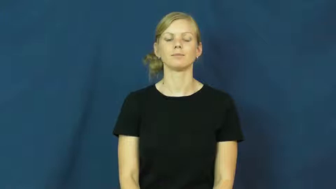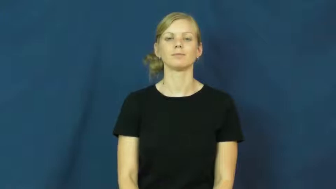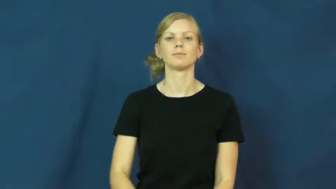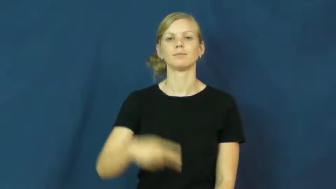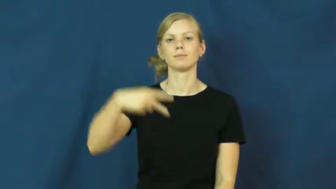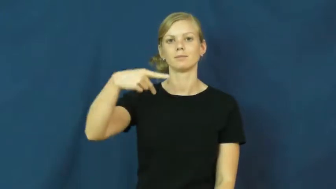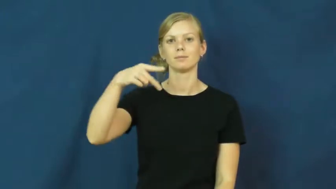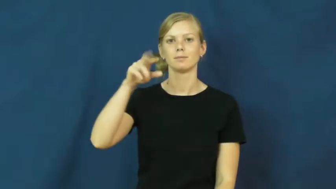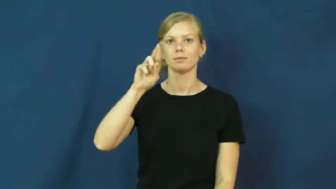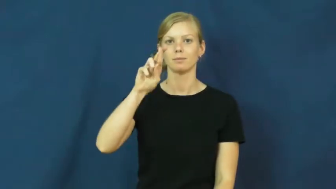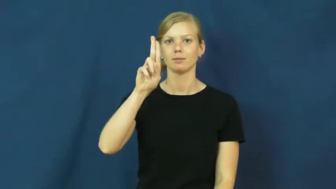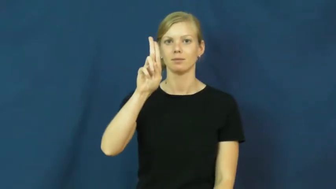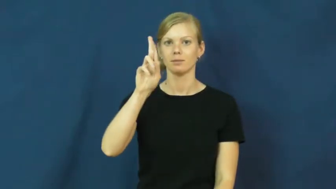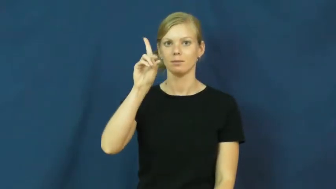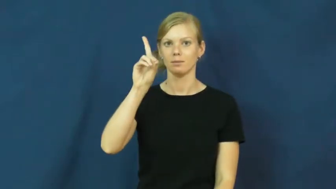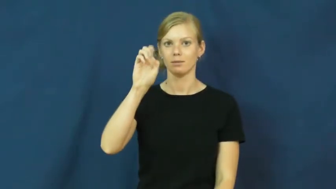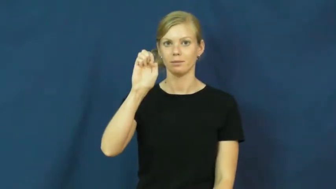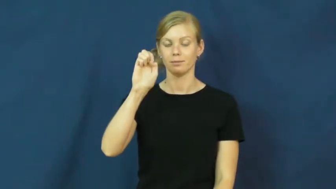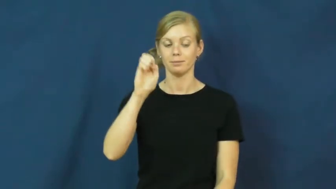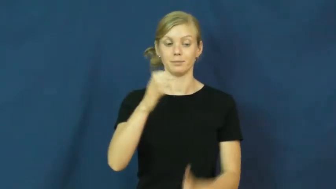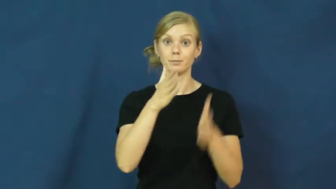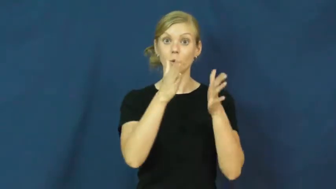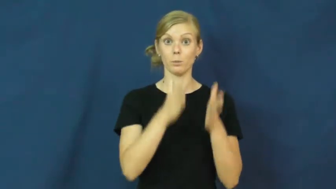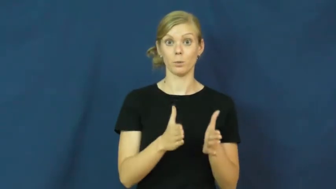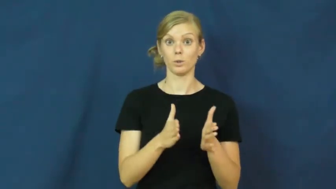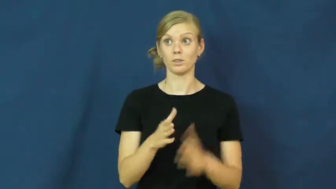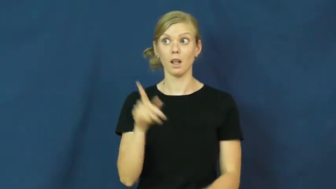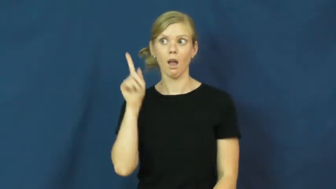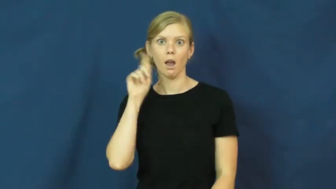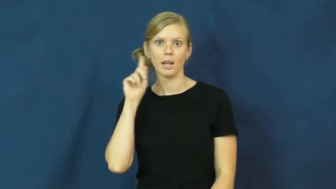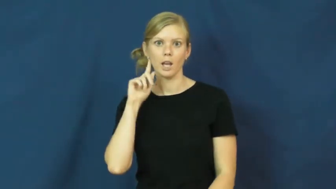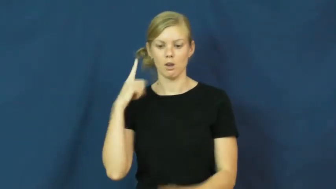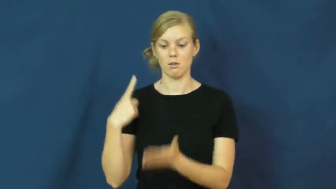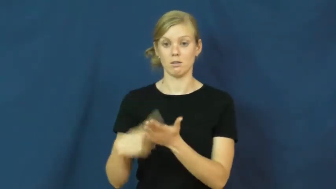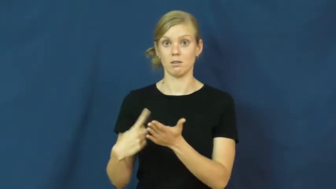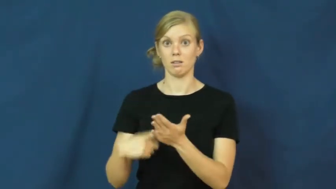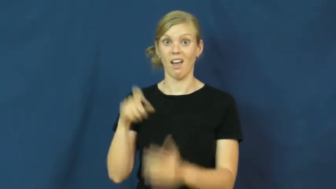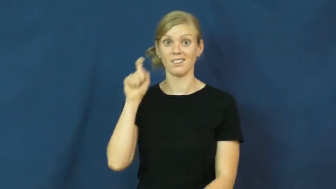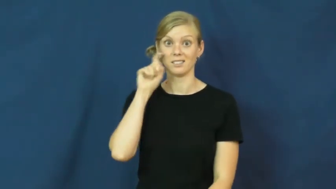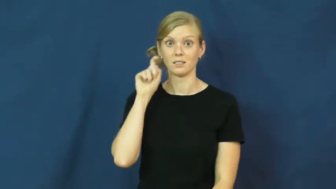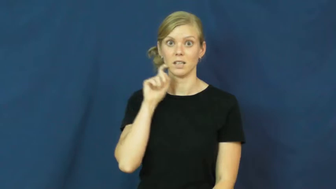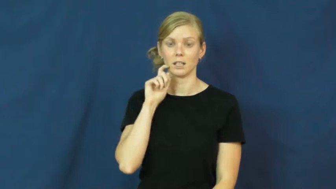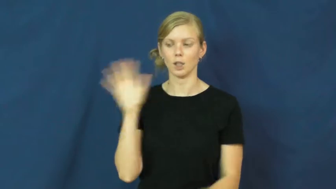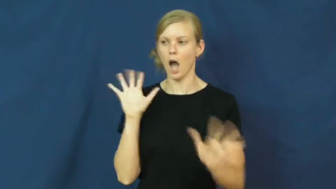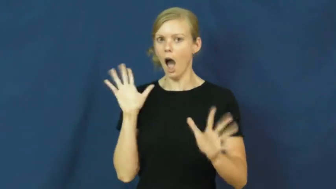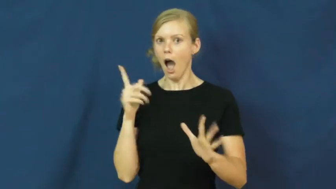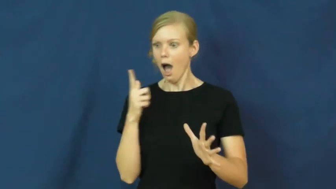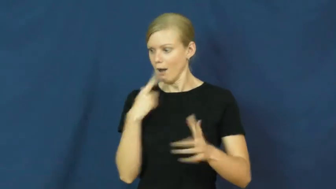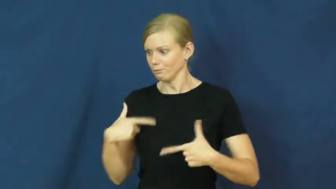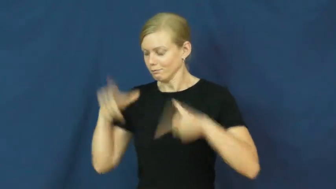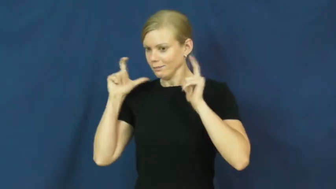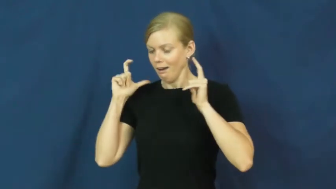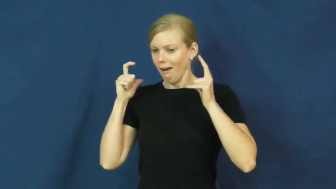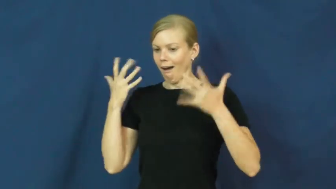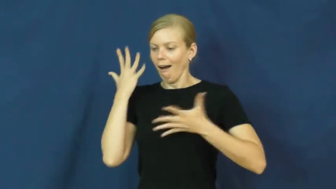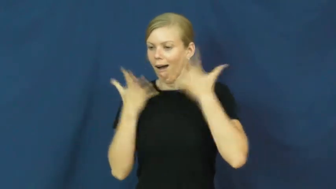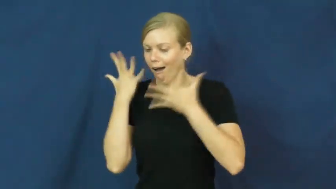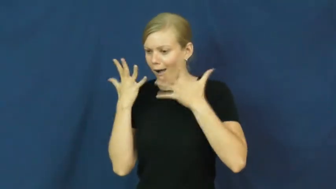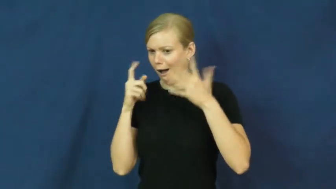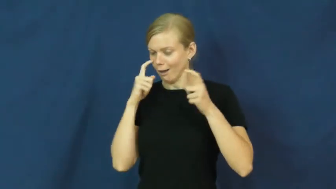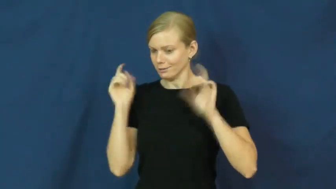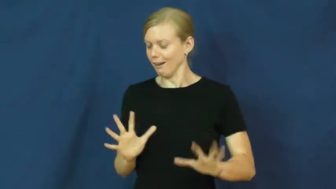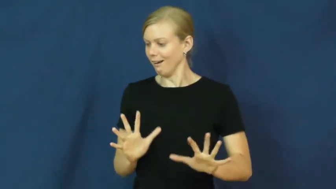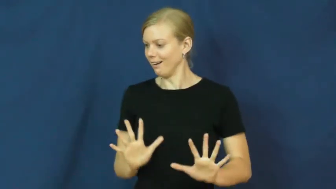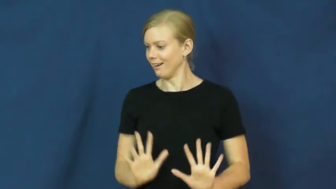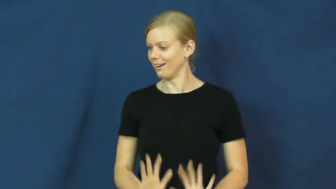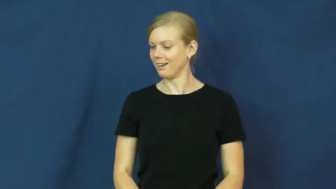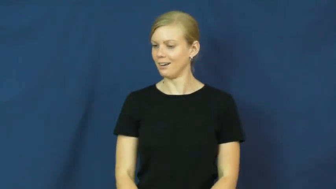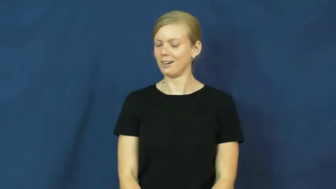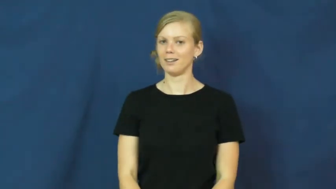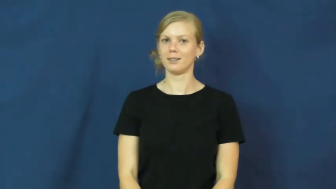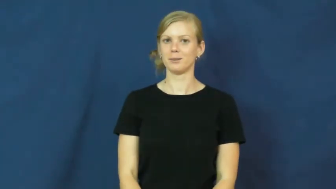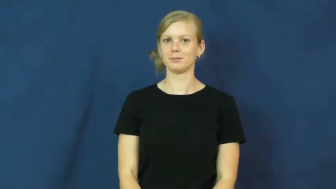prude